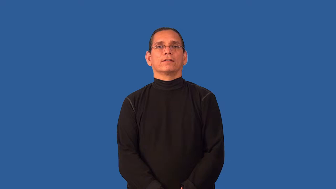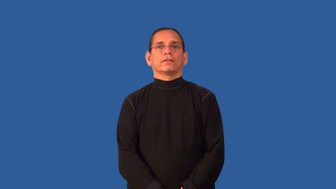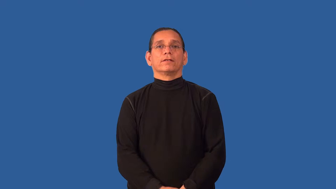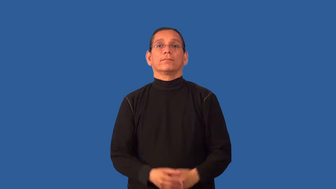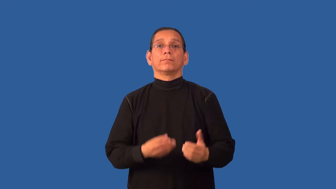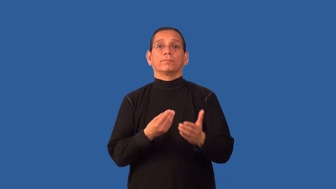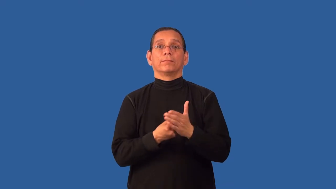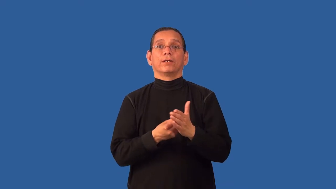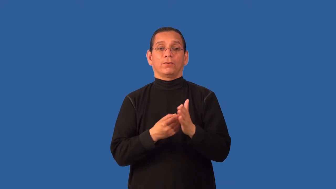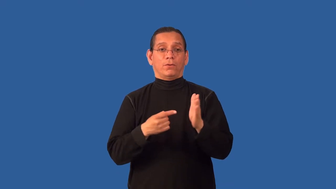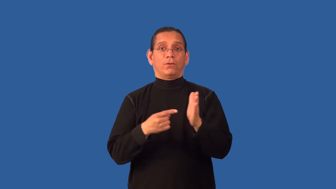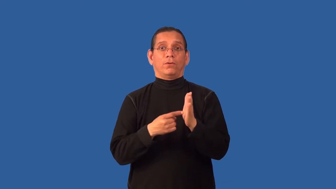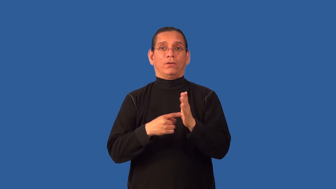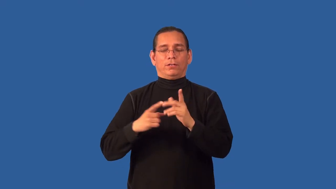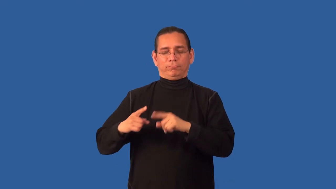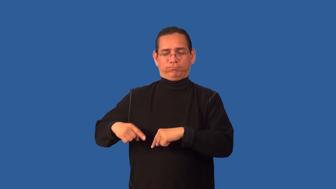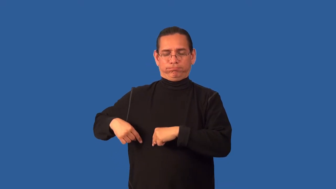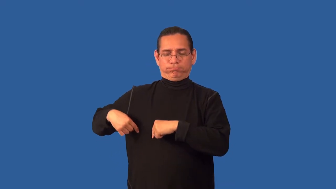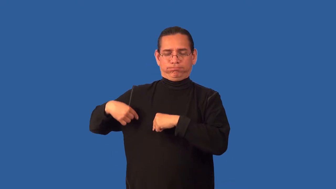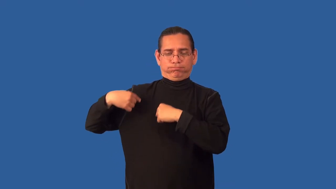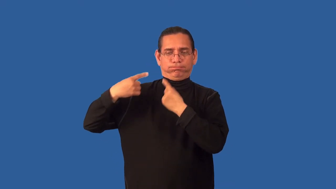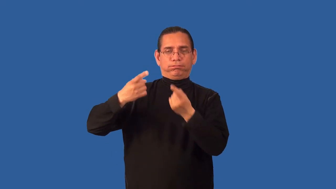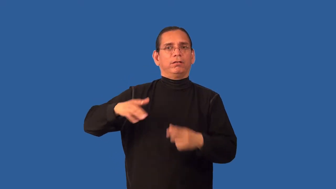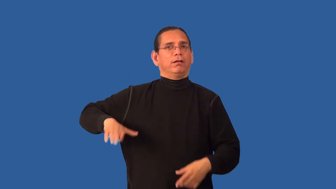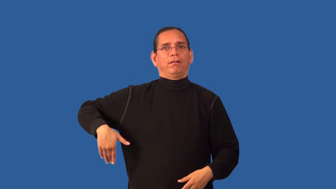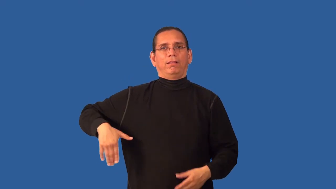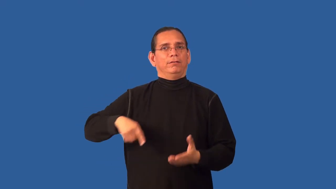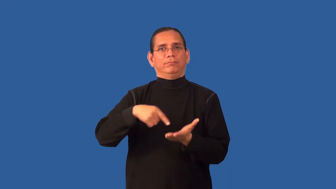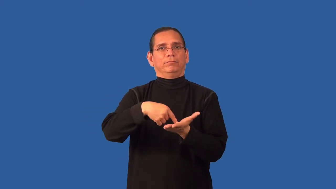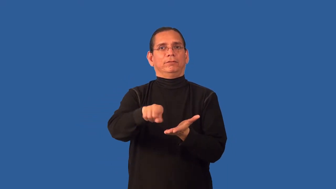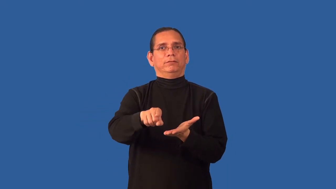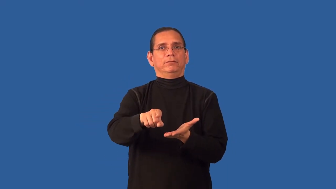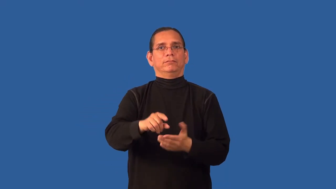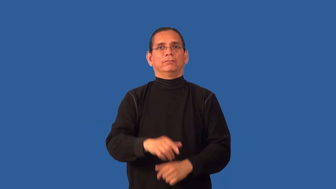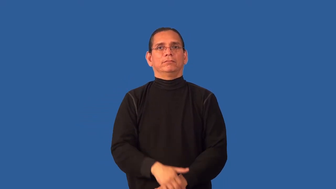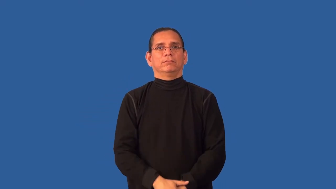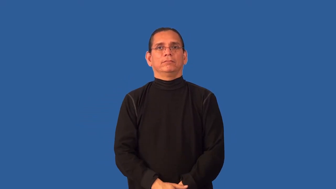back-money owed